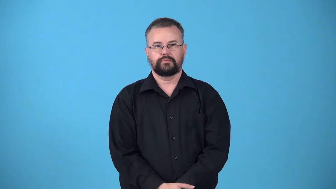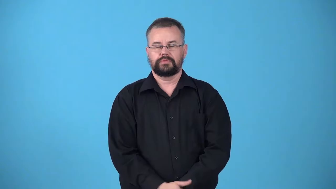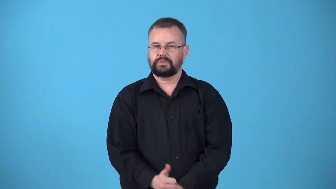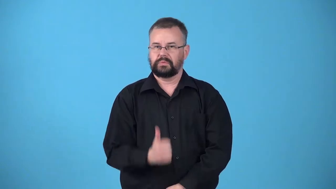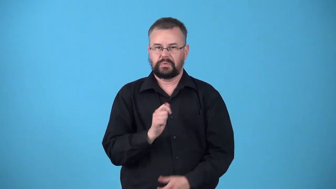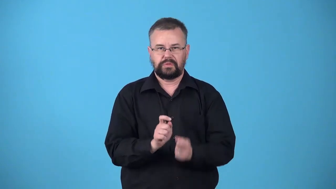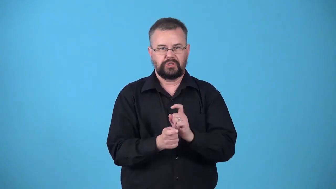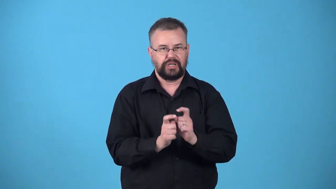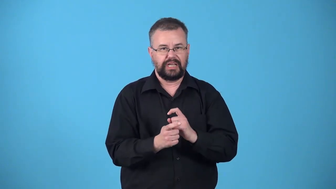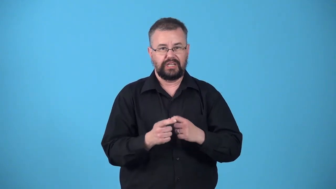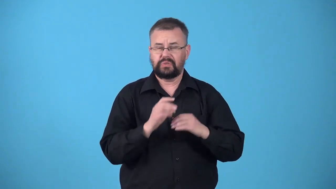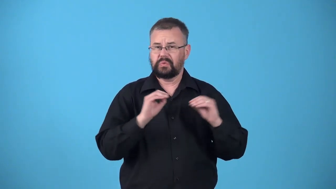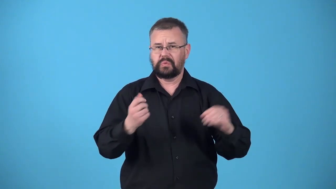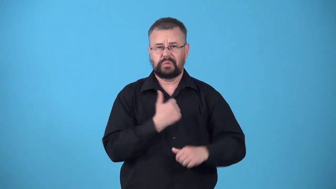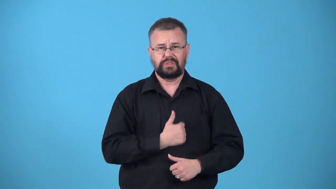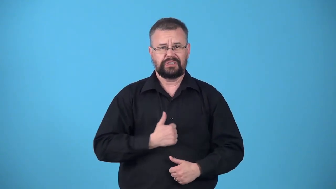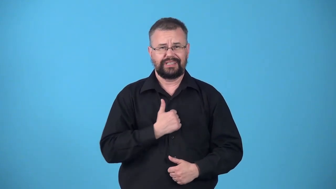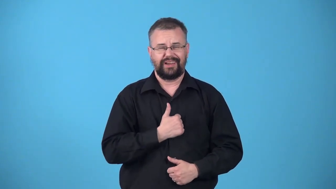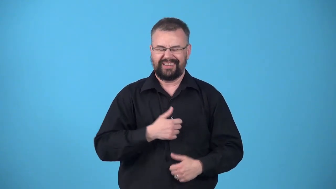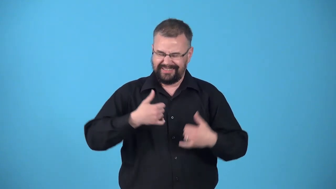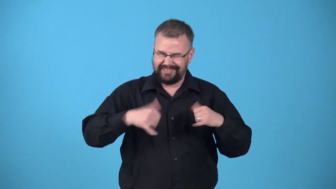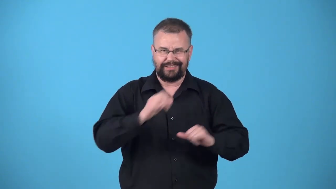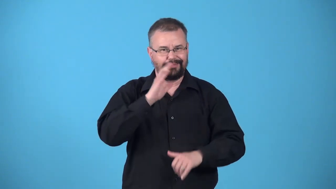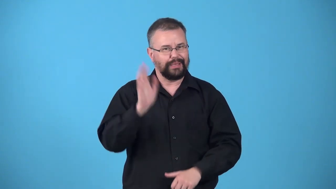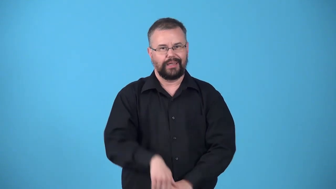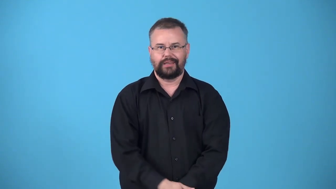unregenerated